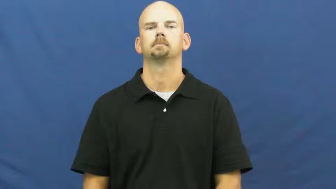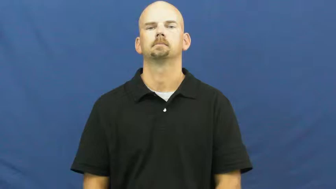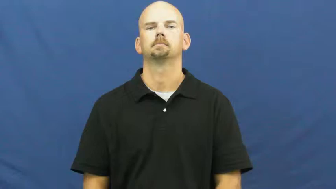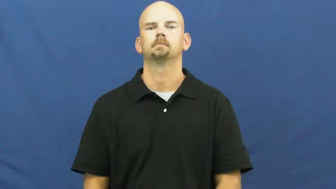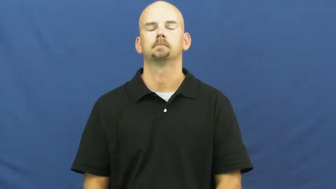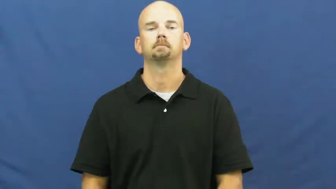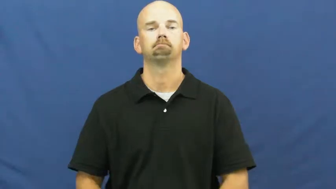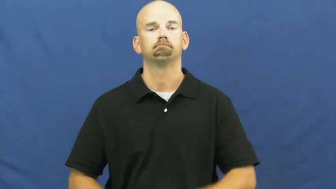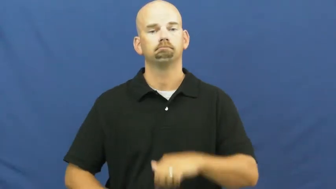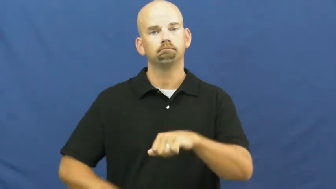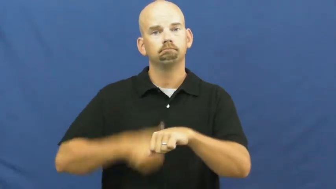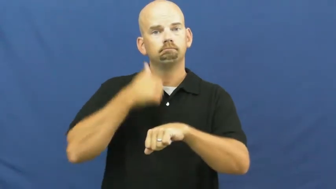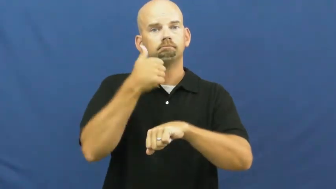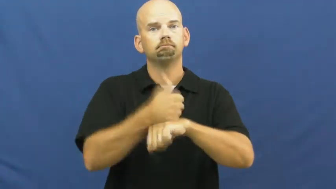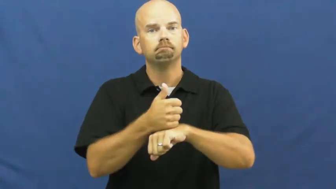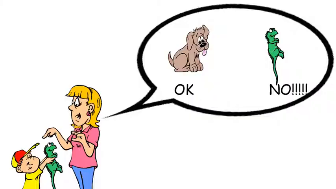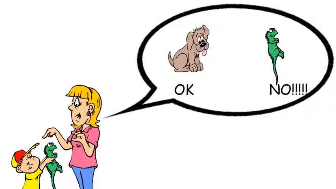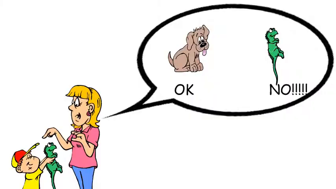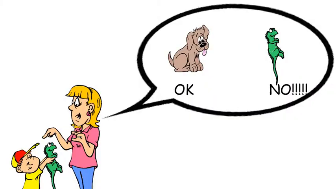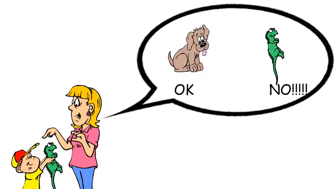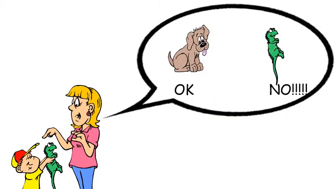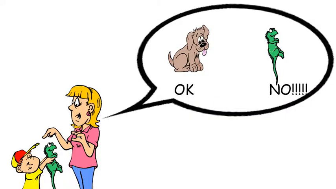set-rule